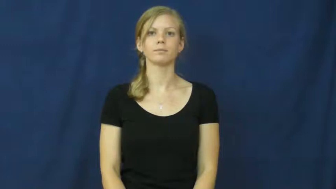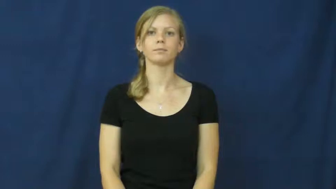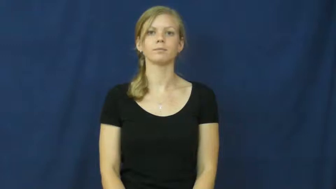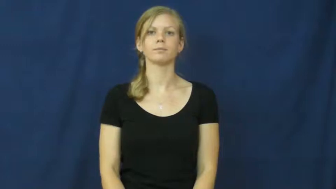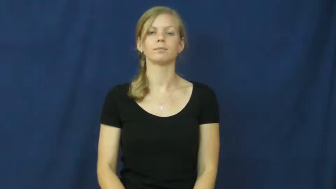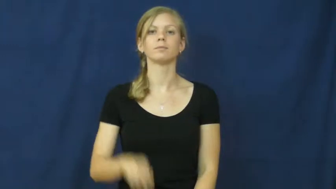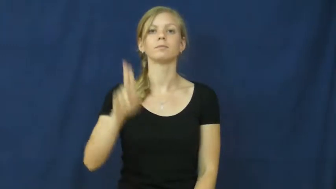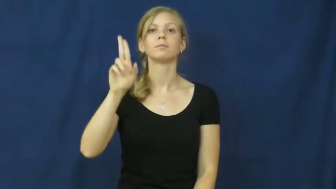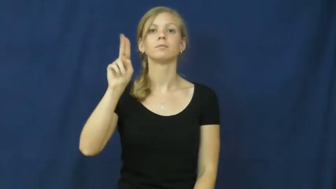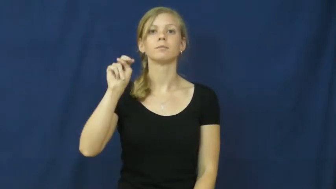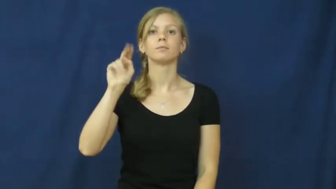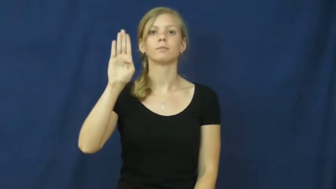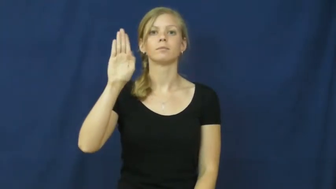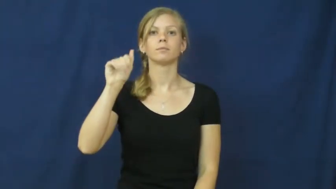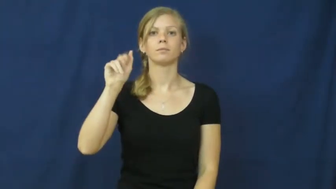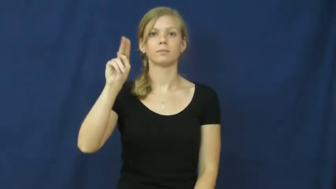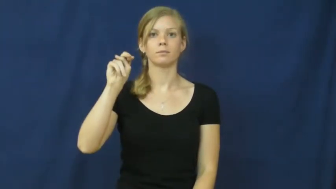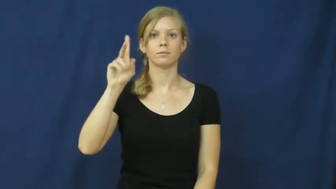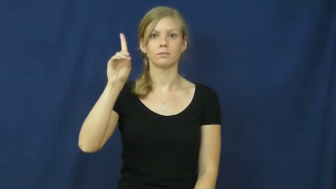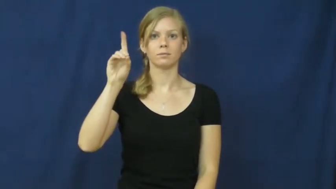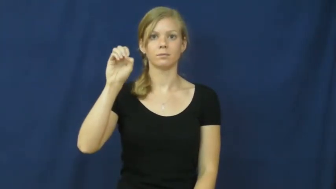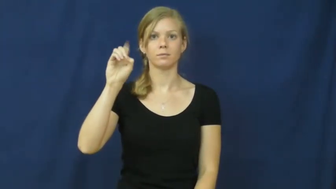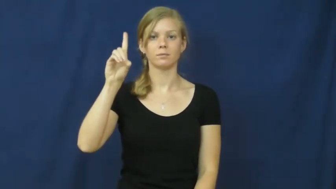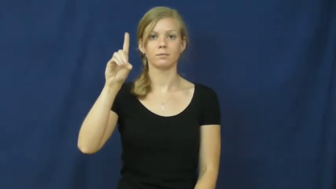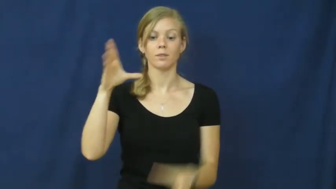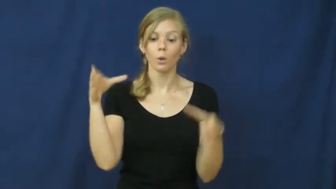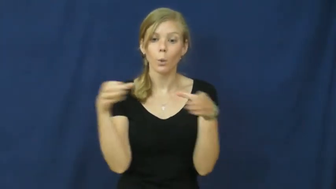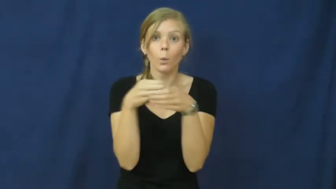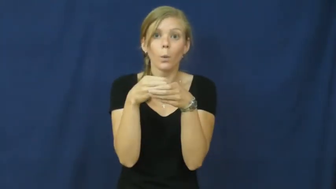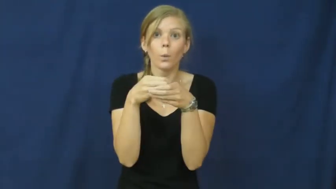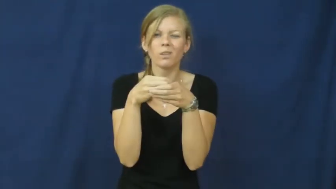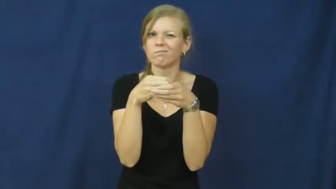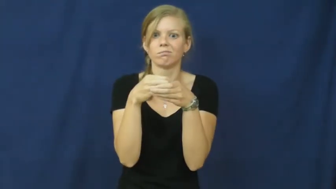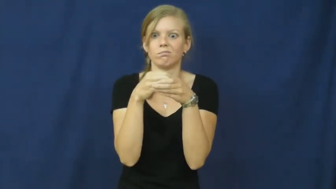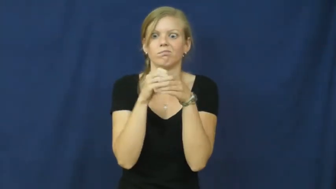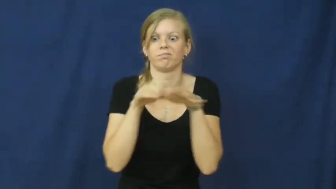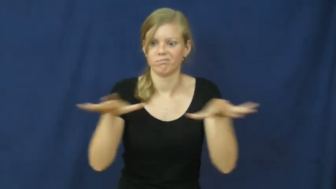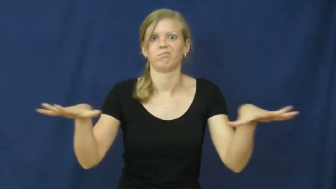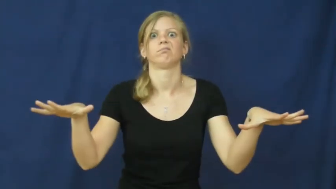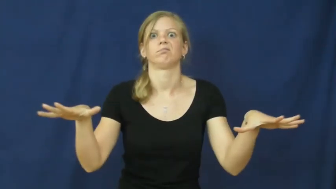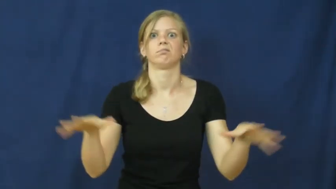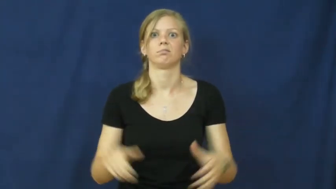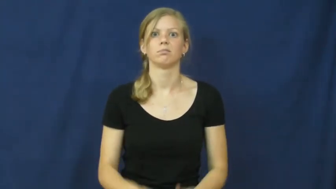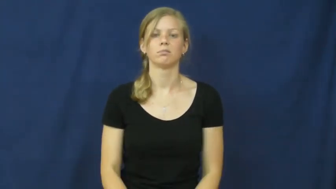unbanded